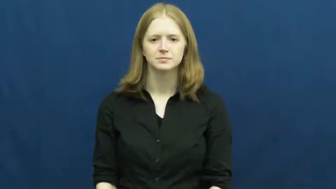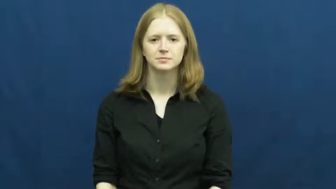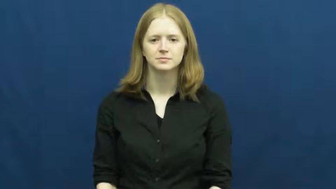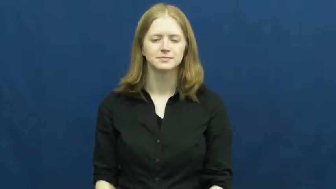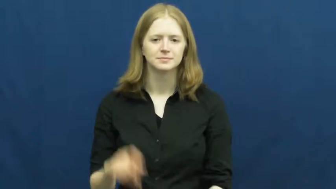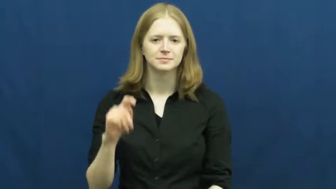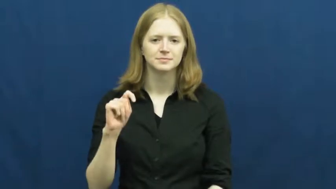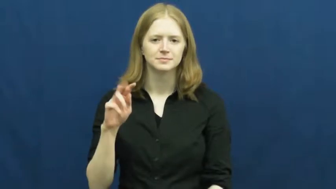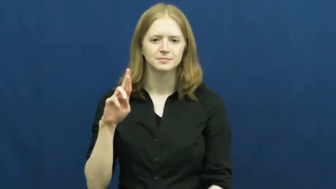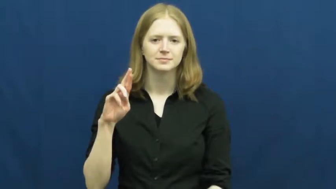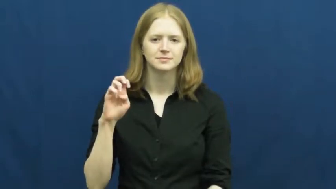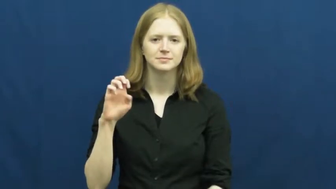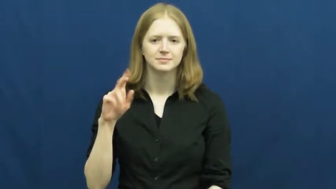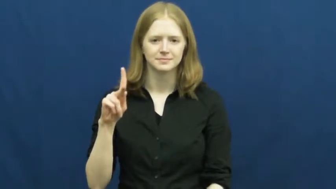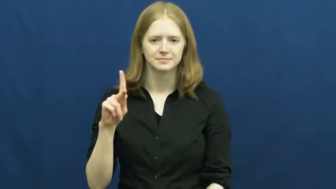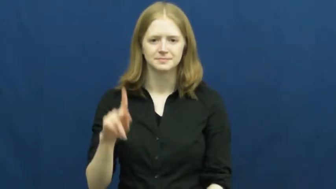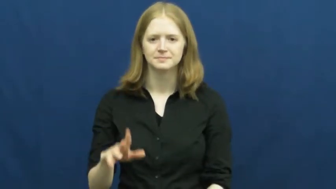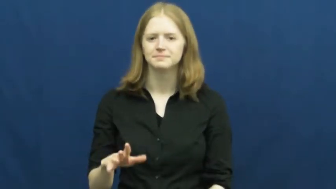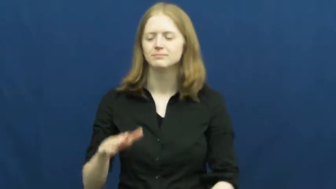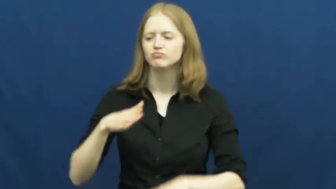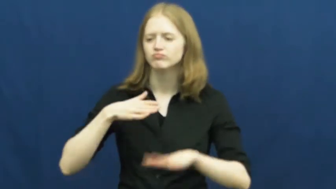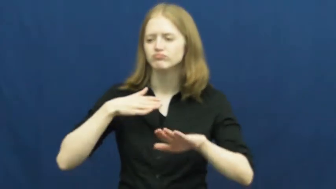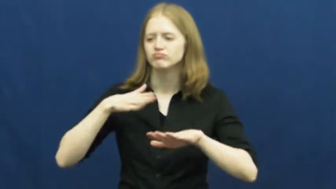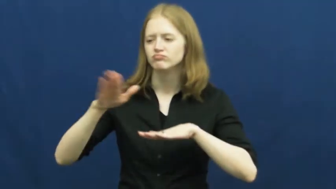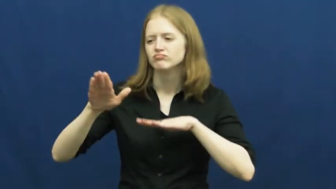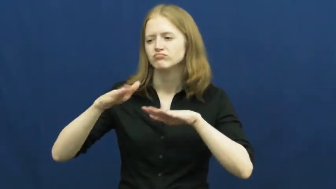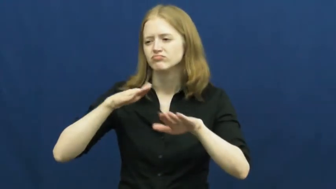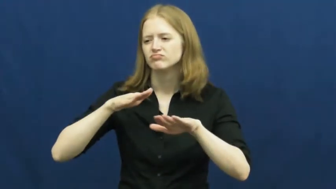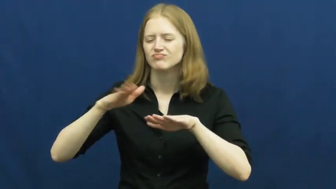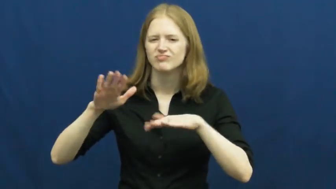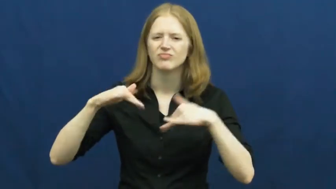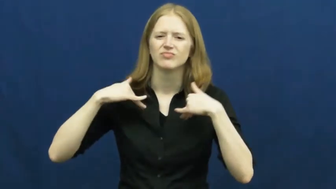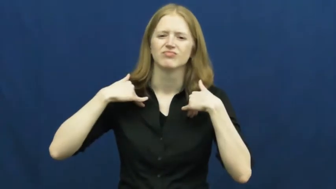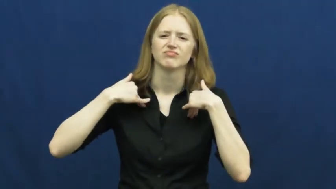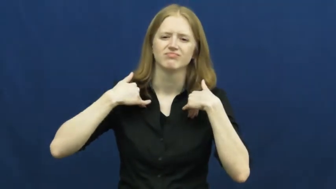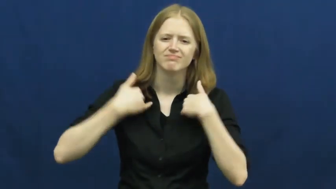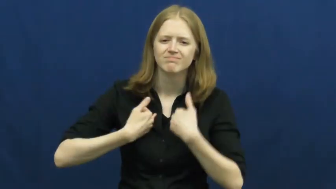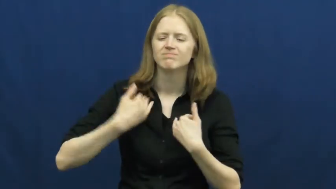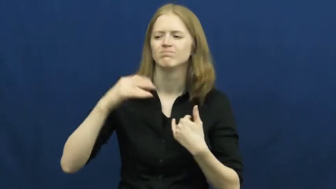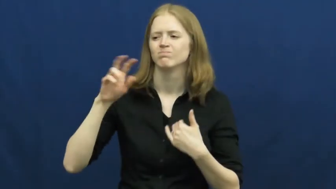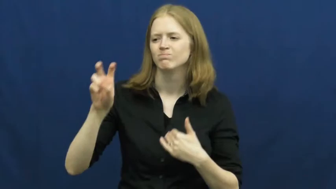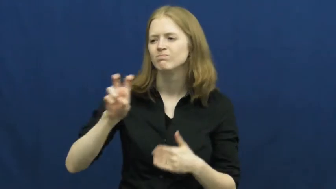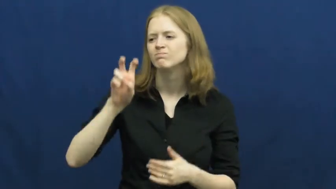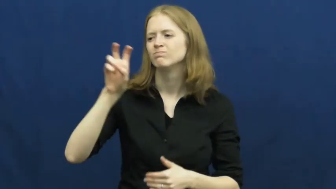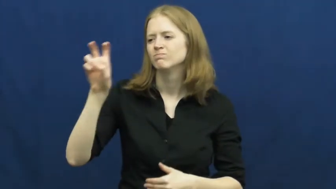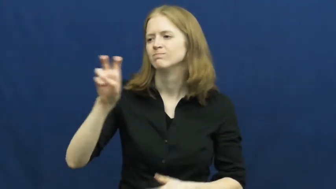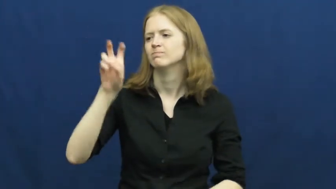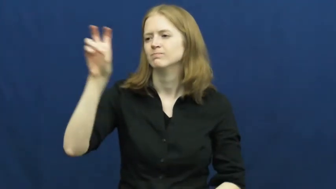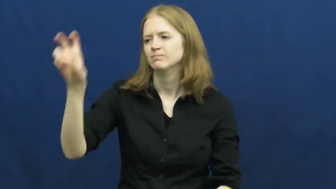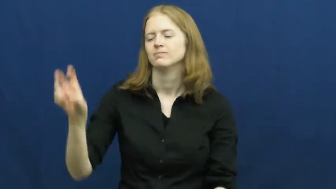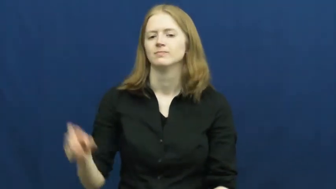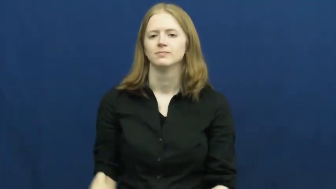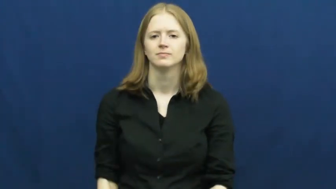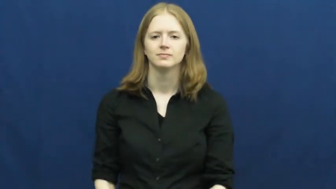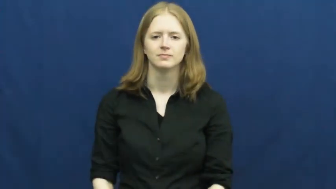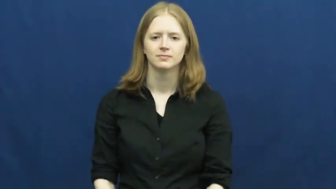trek